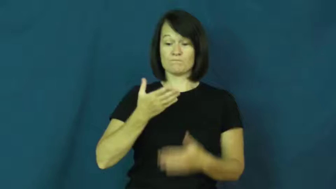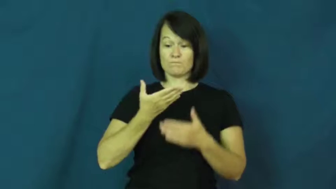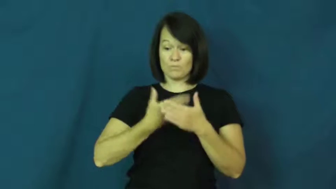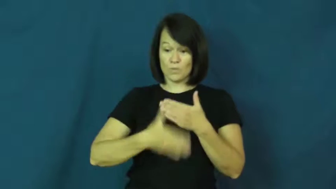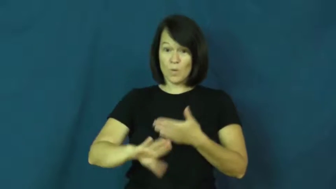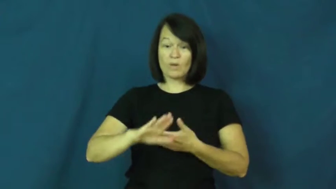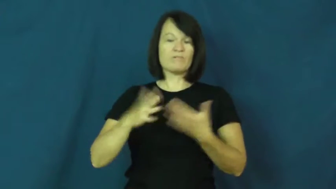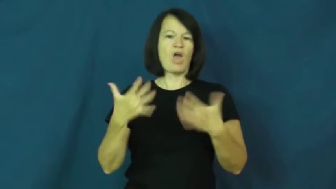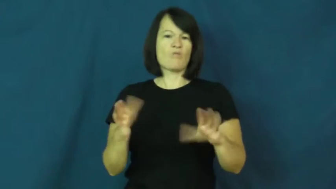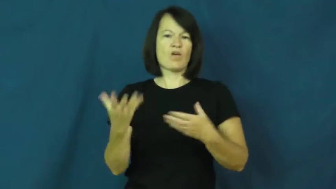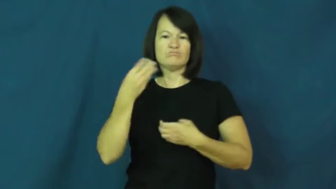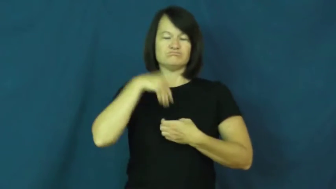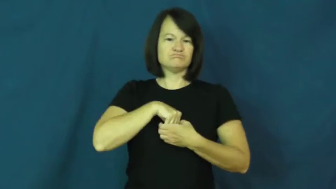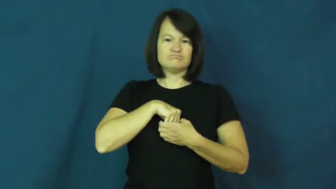inbred,congenital